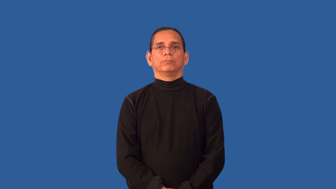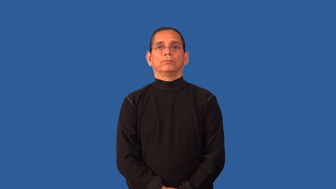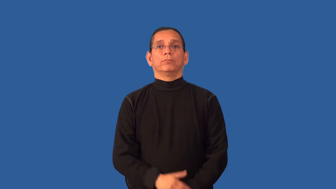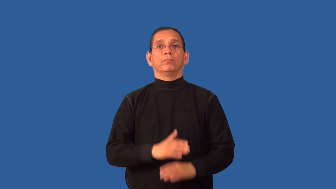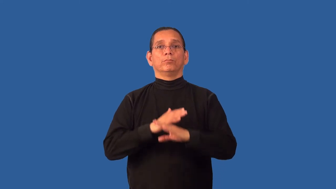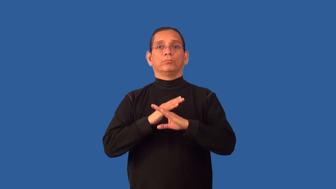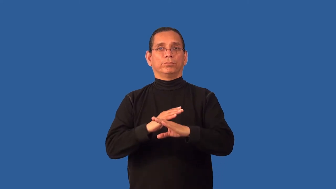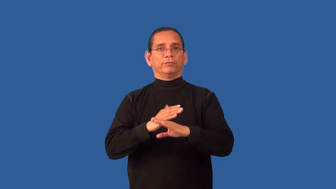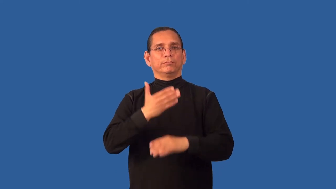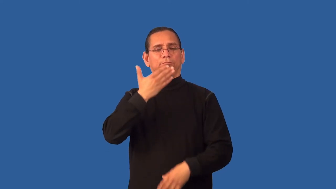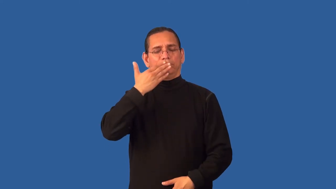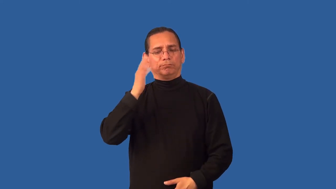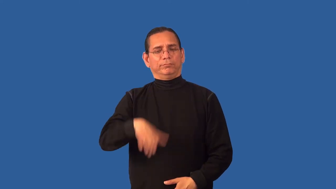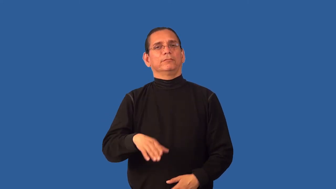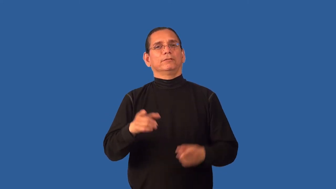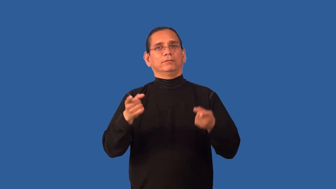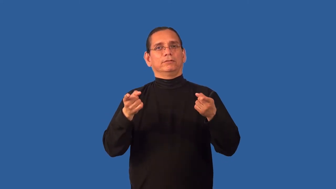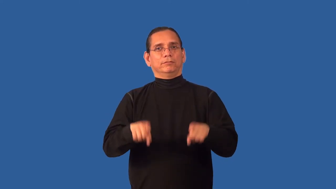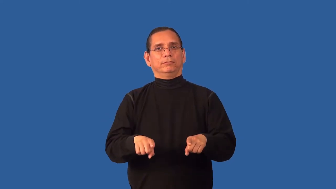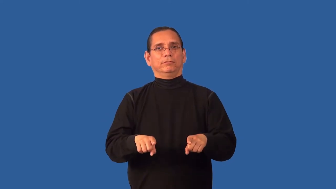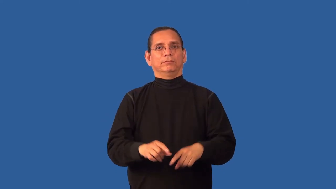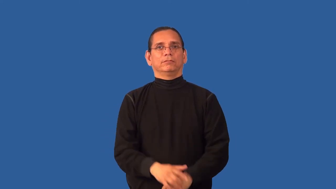avert